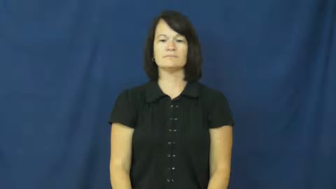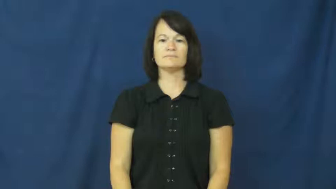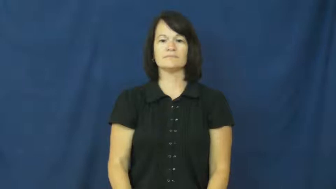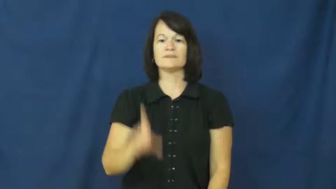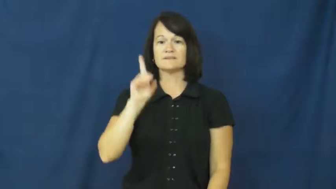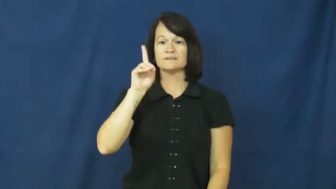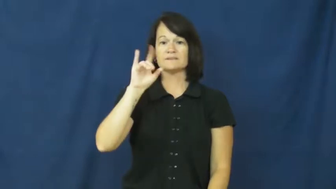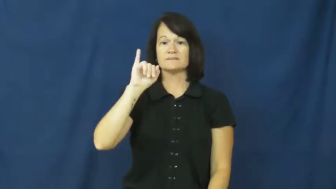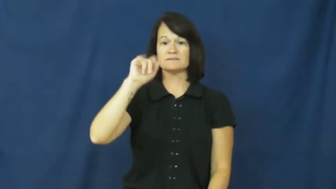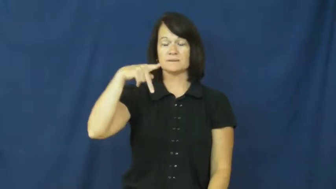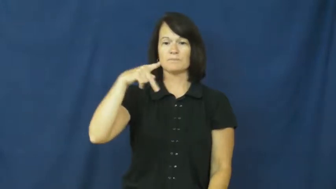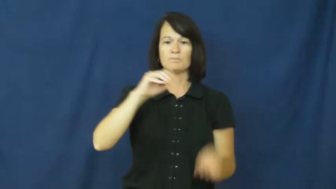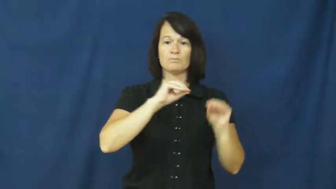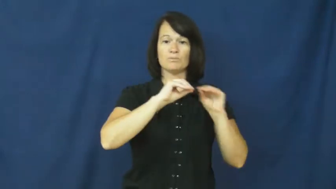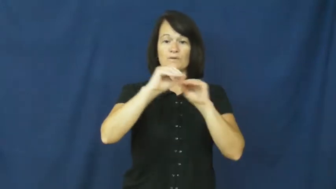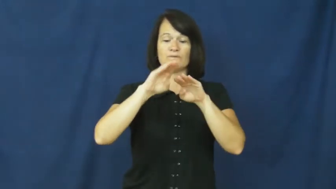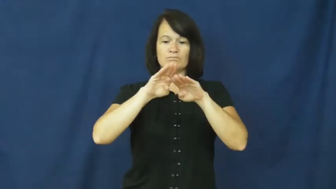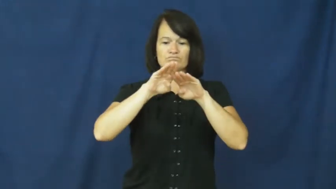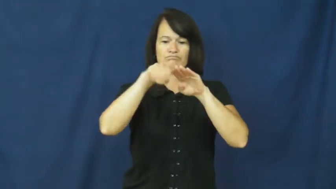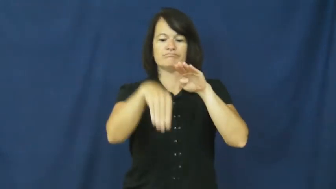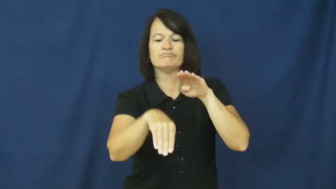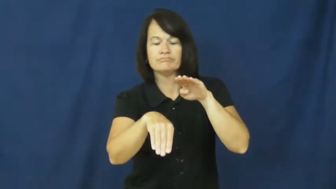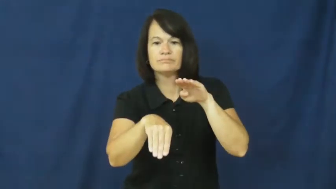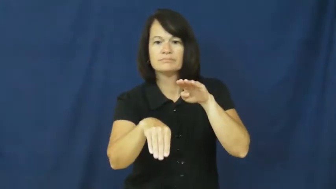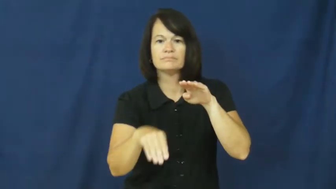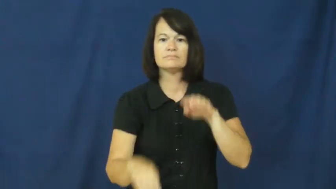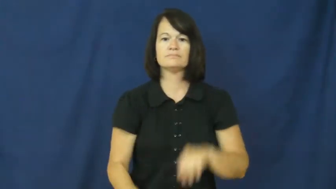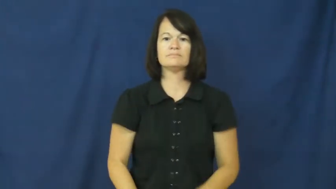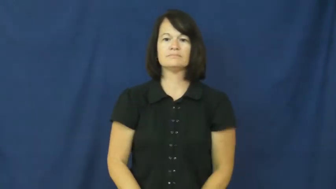dip,recurvate,drop-go down